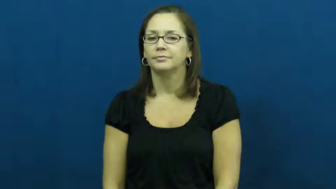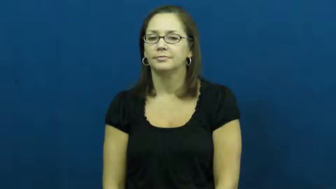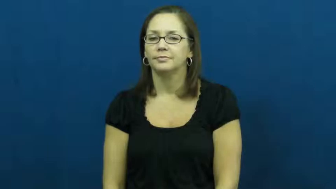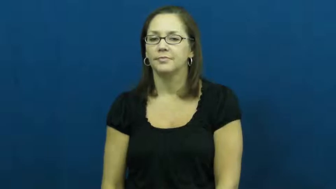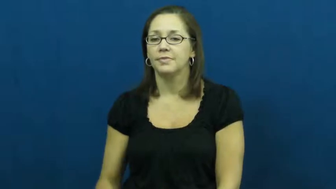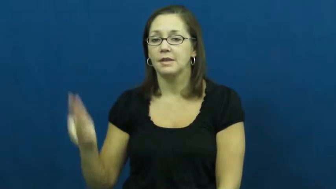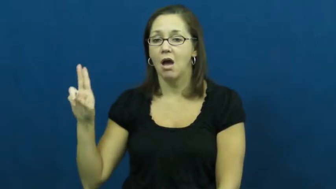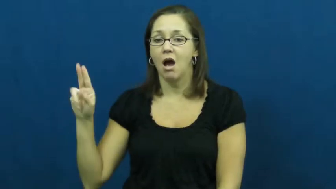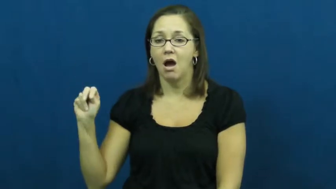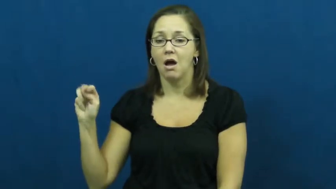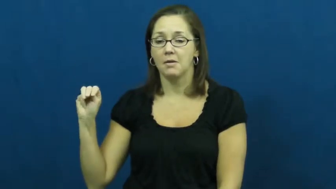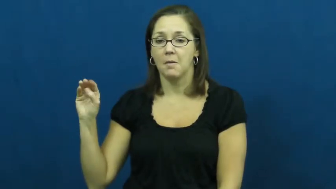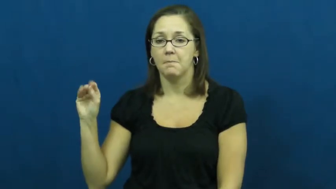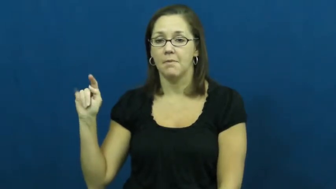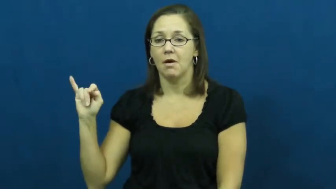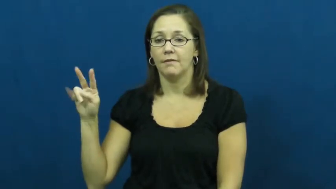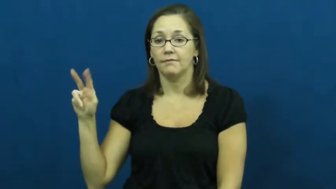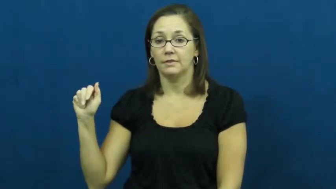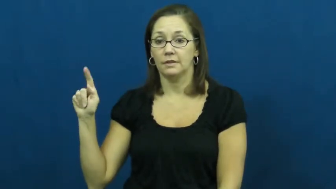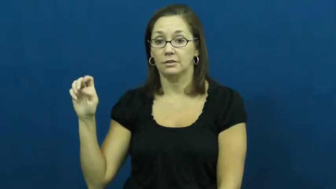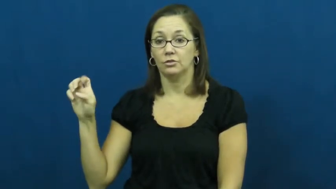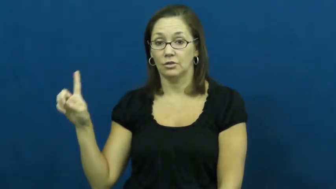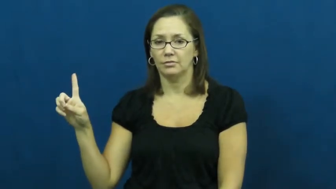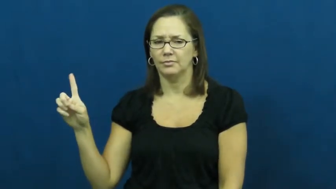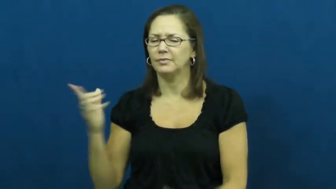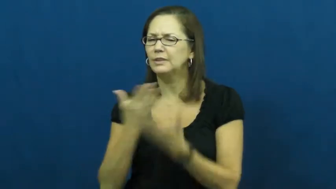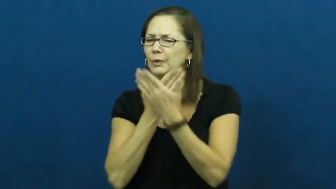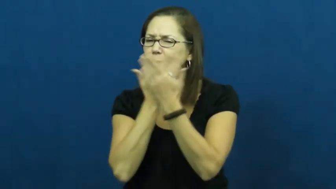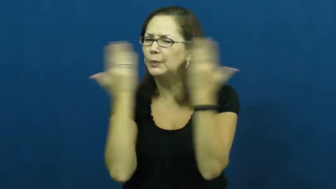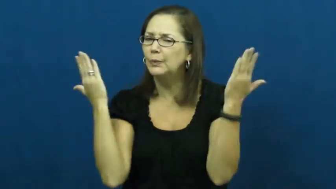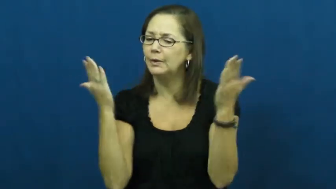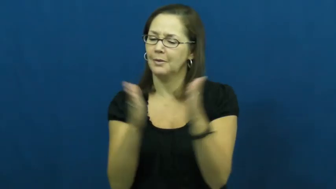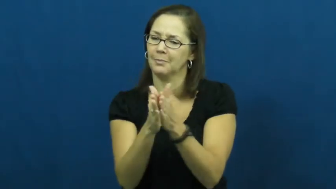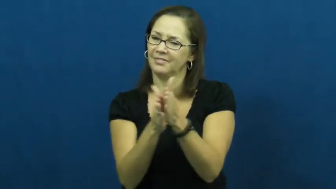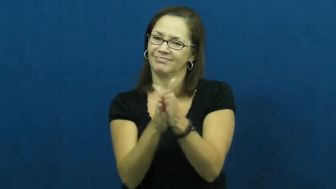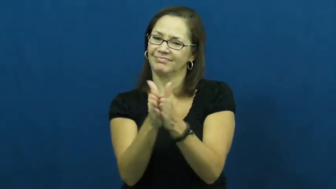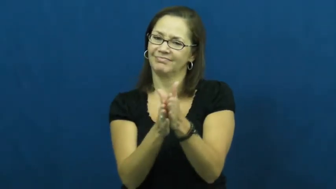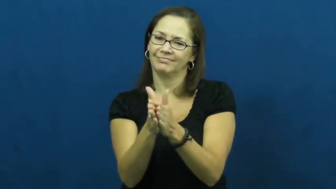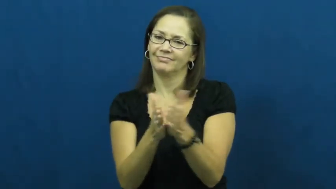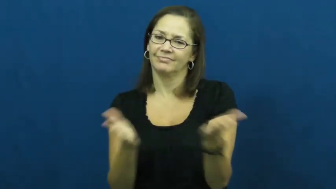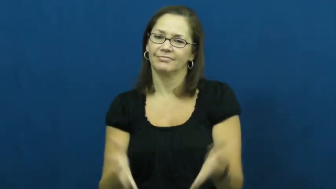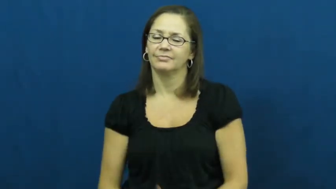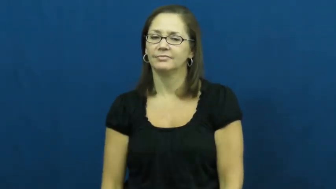unmotivated